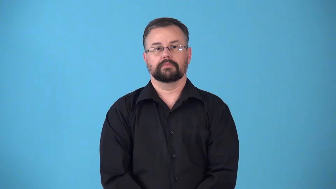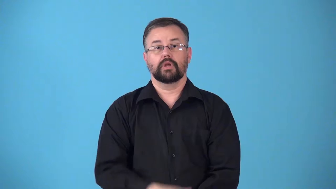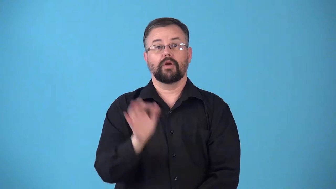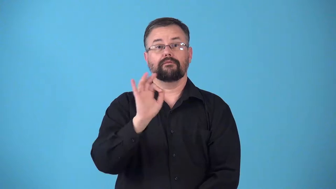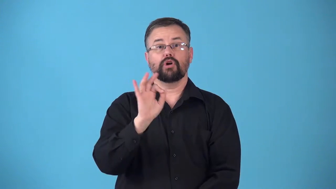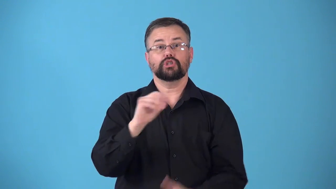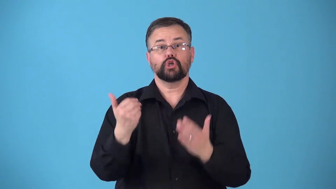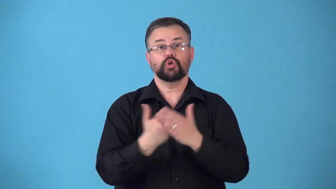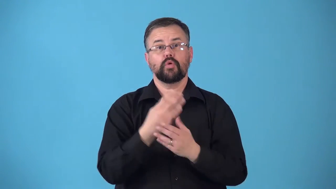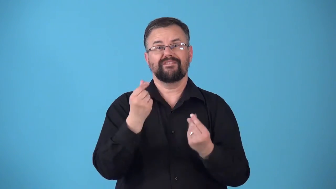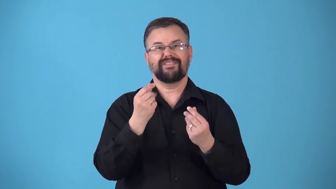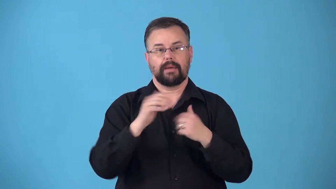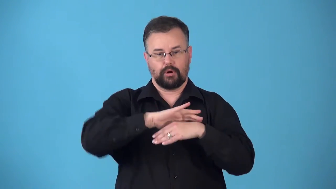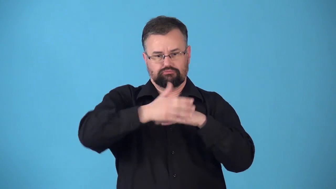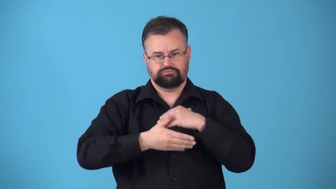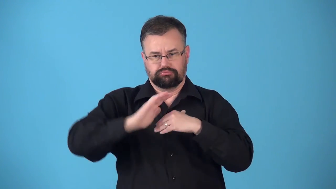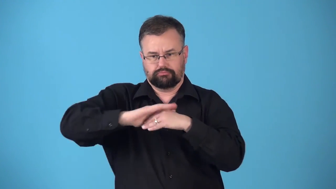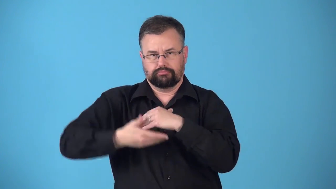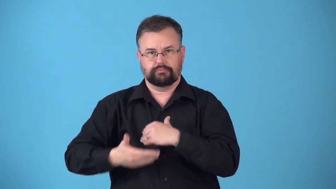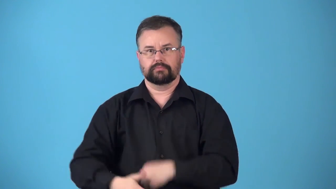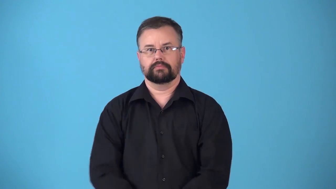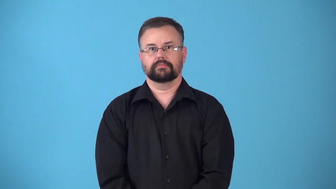reupholster